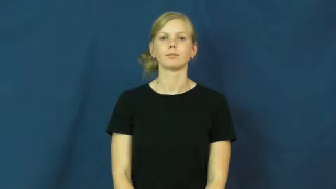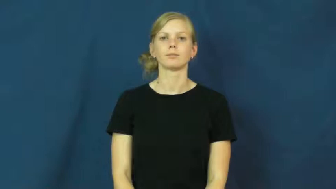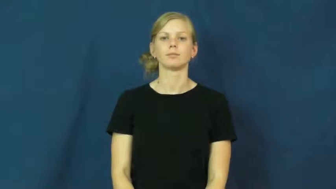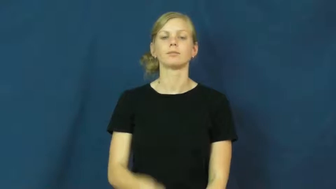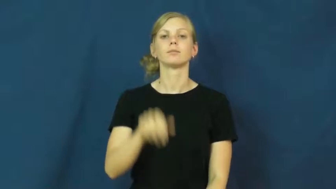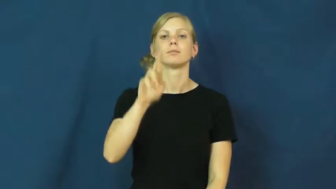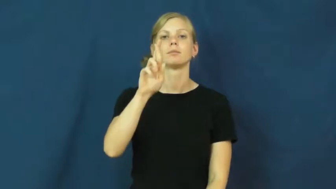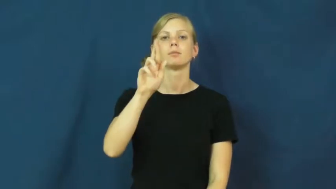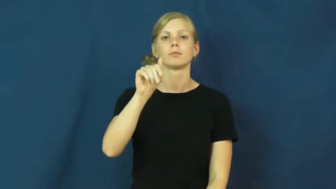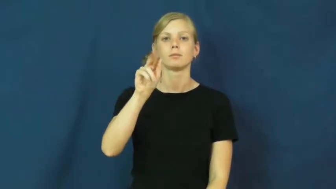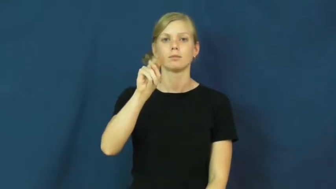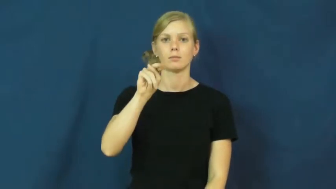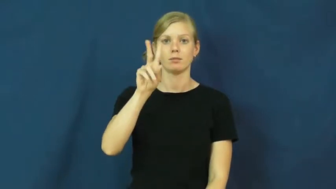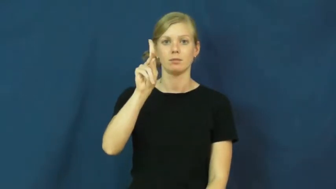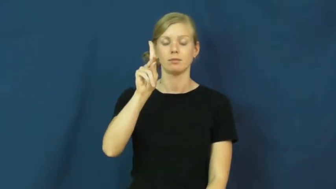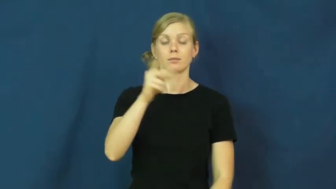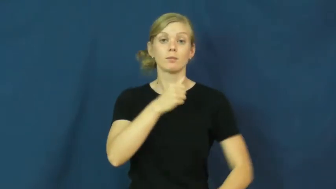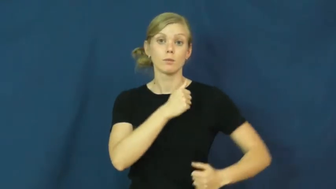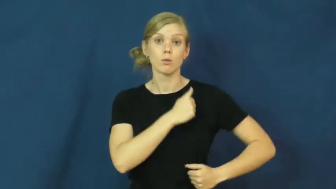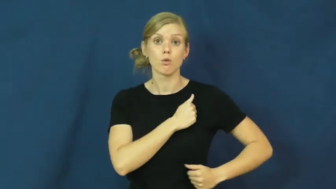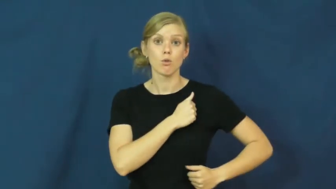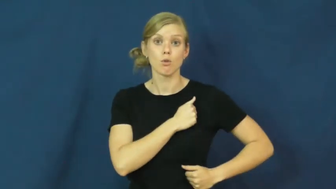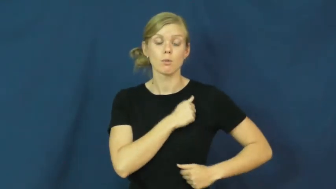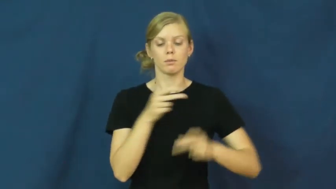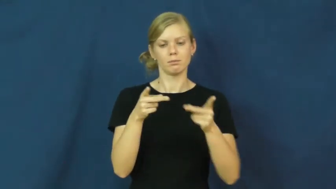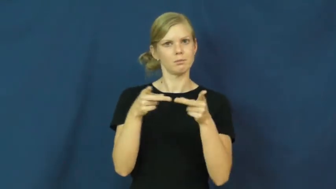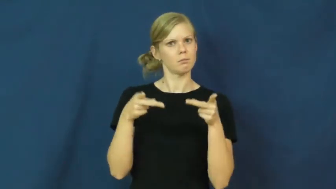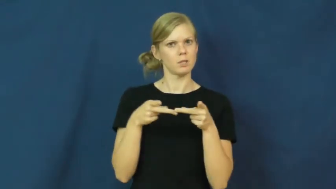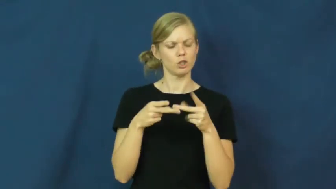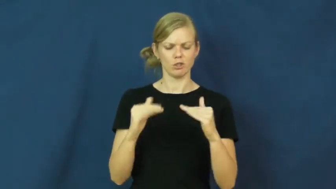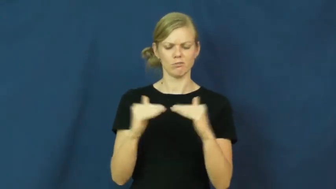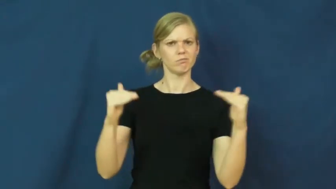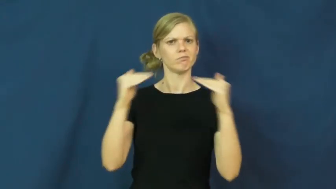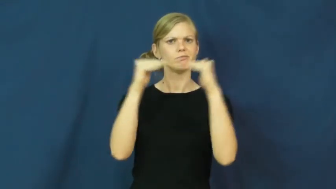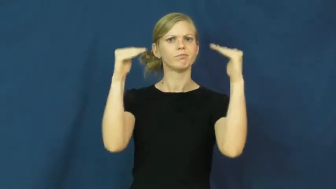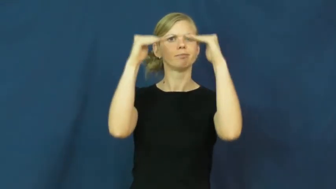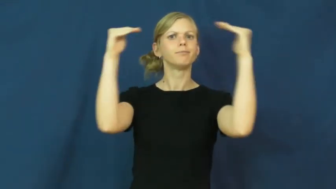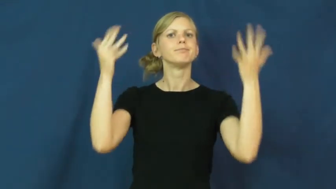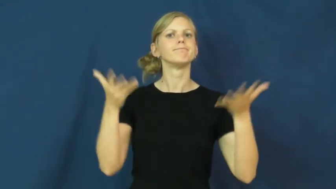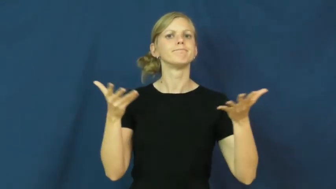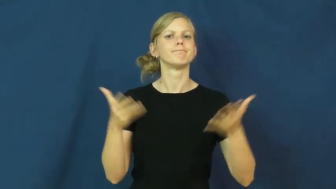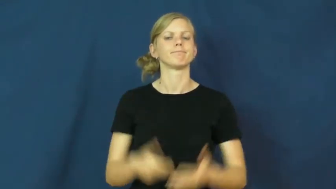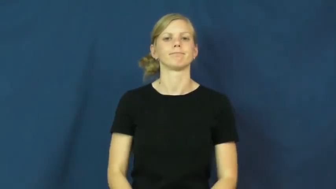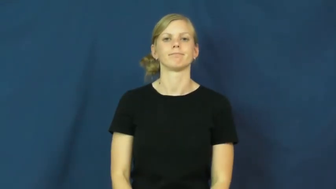rank-army